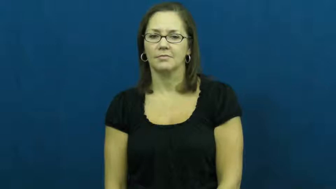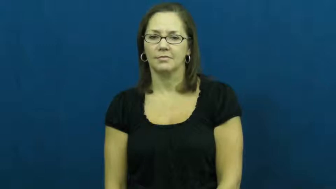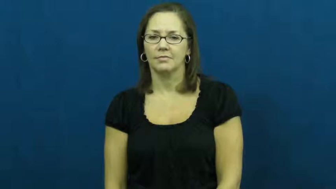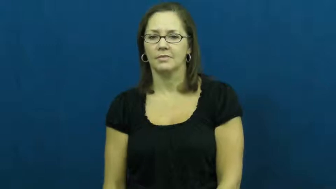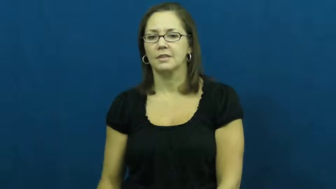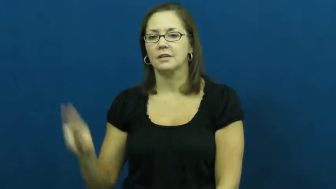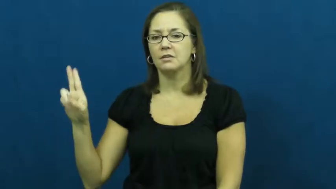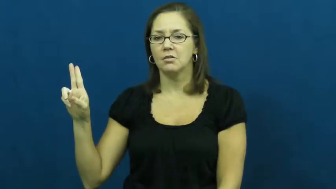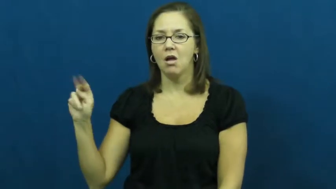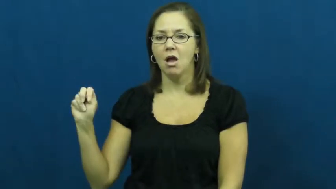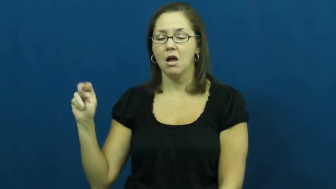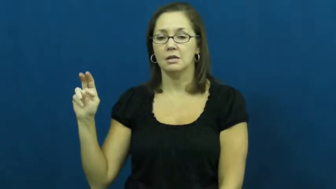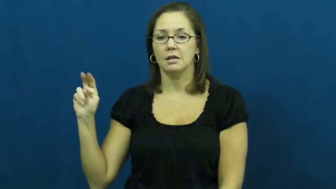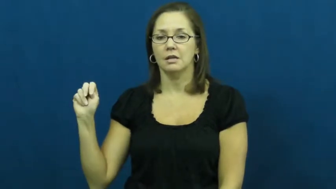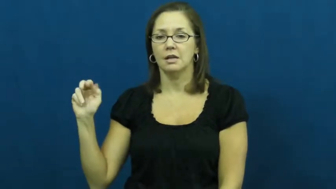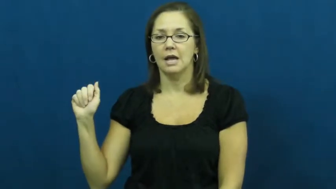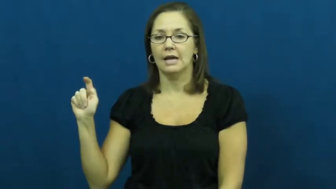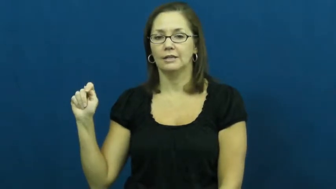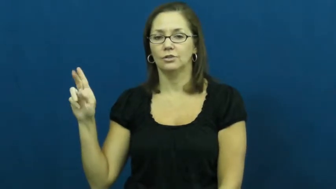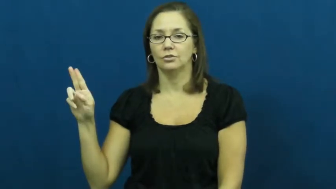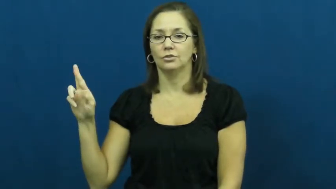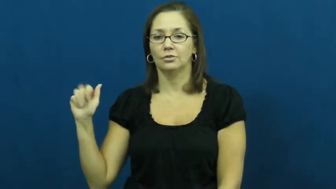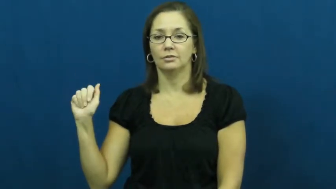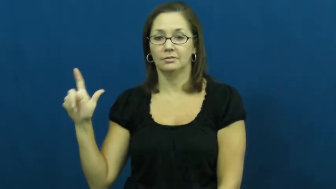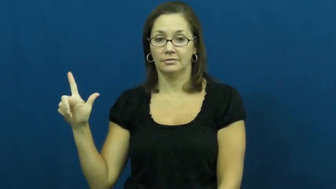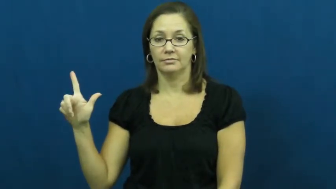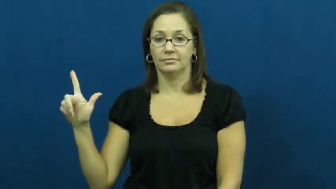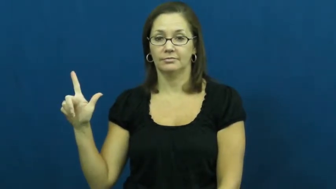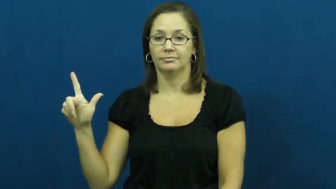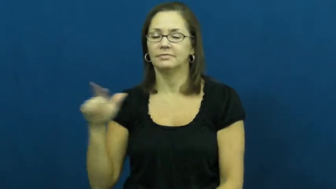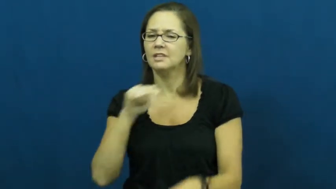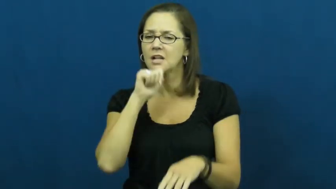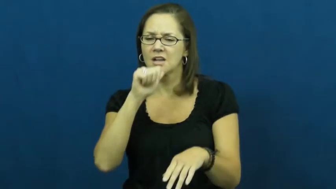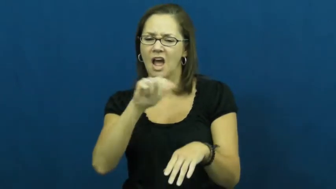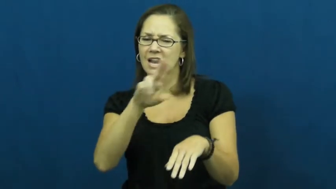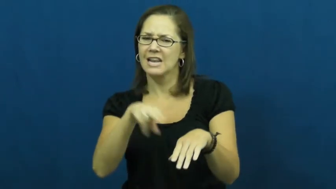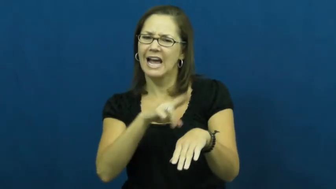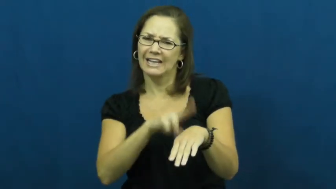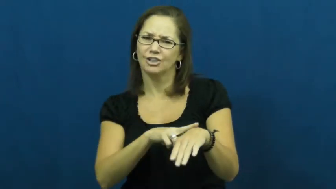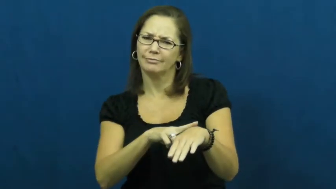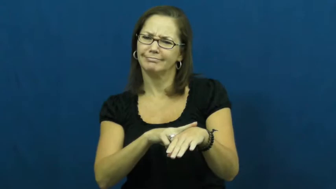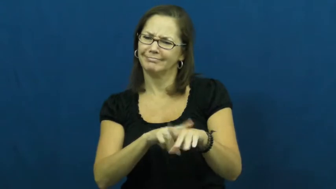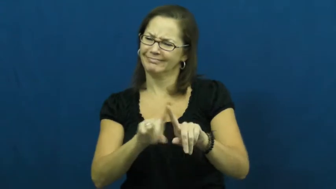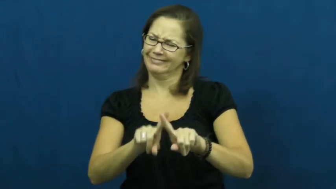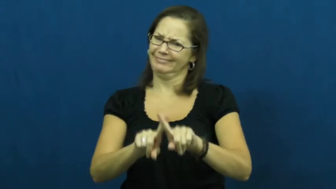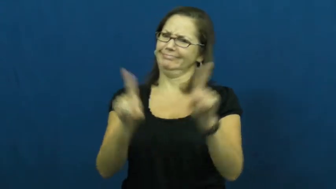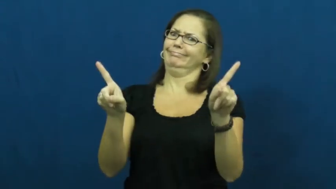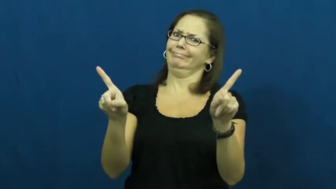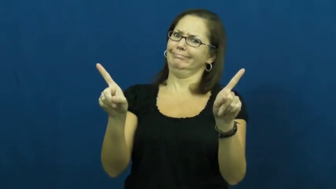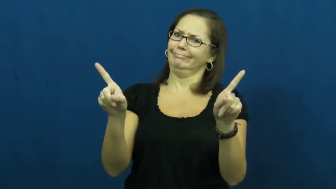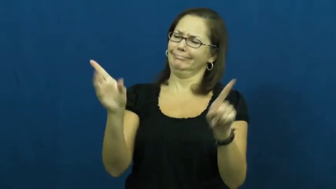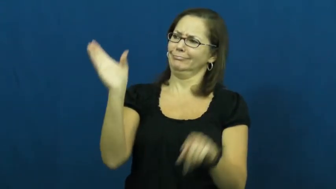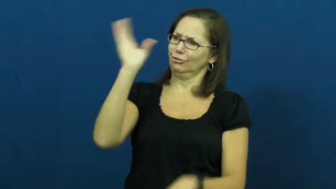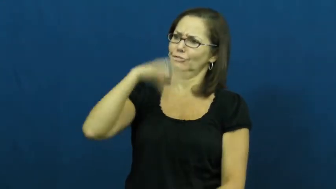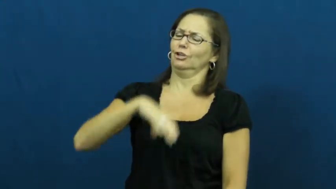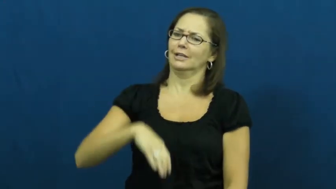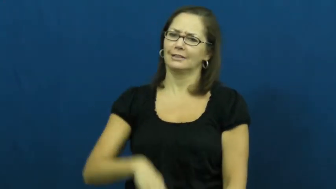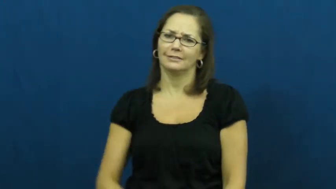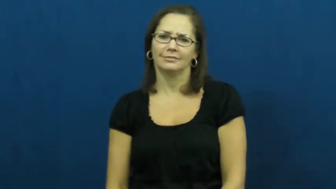unnatural